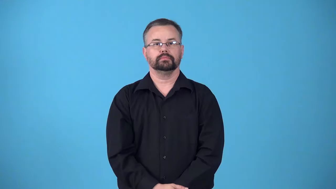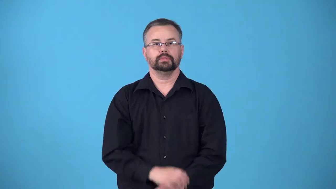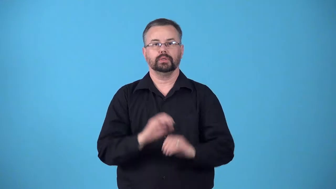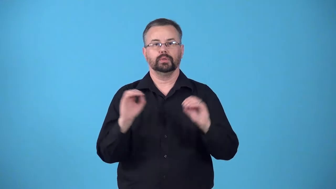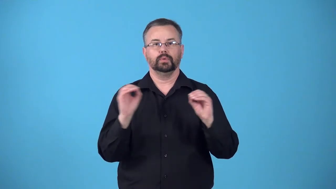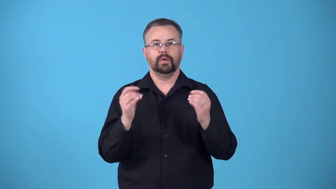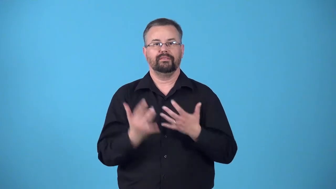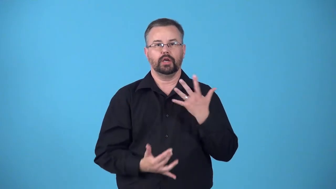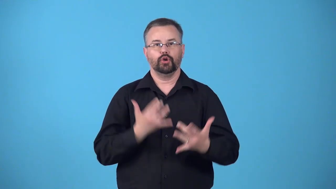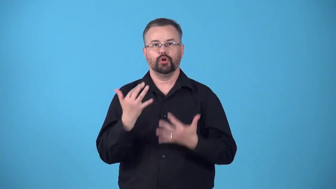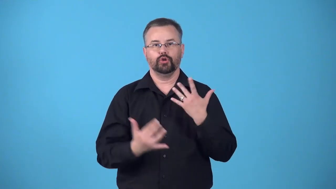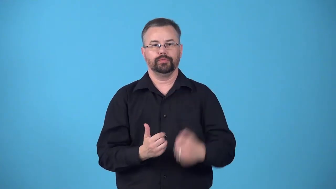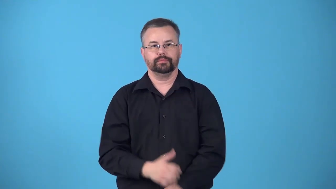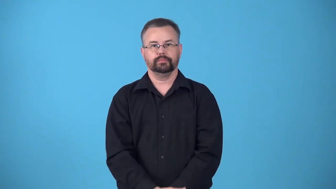fireless